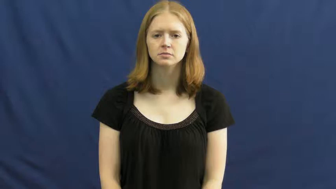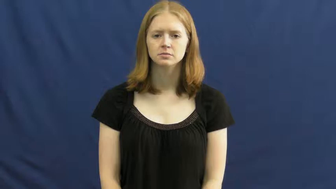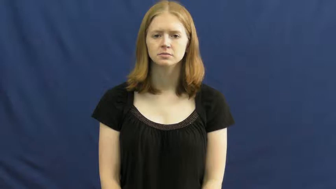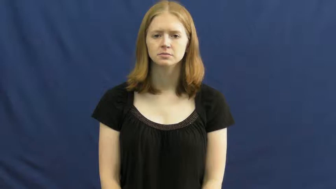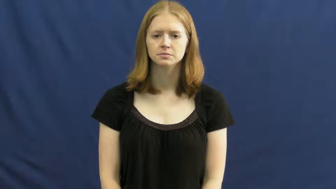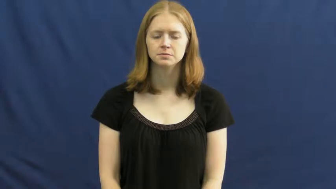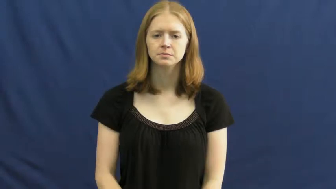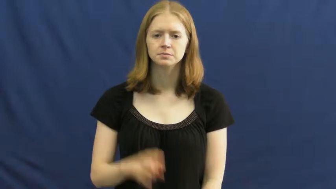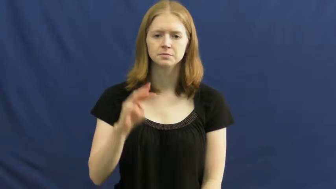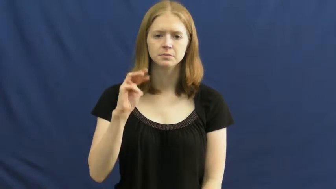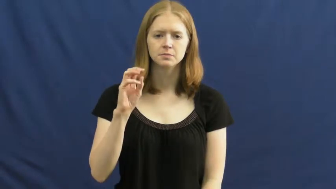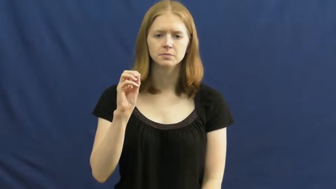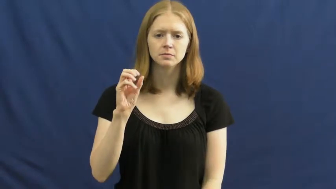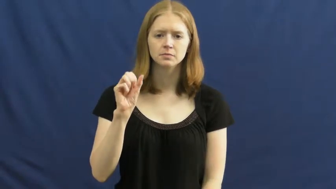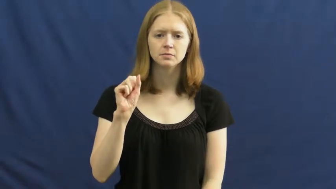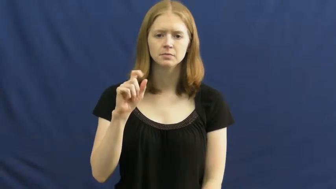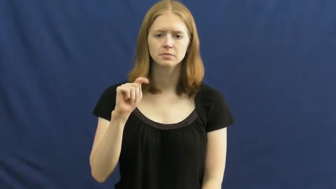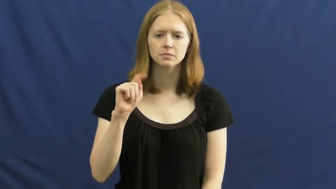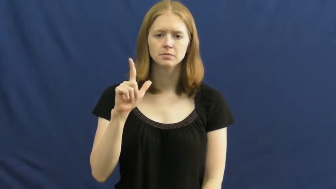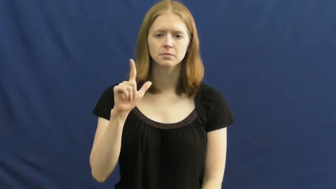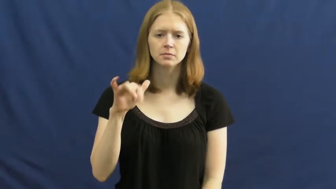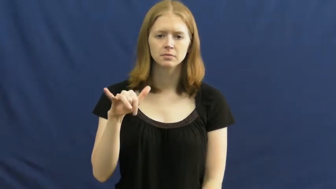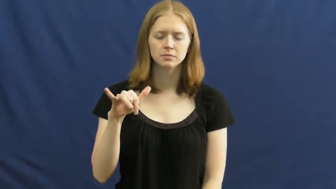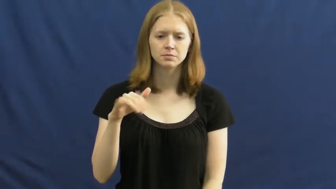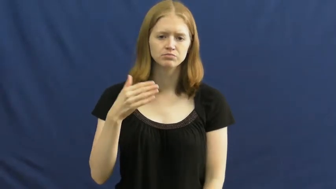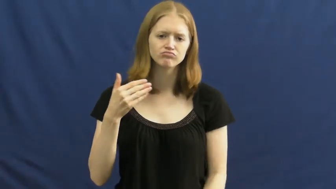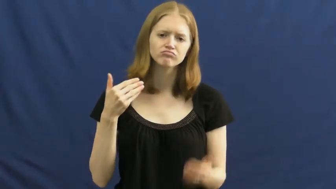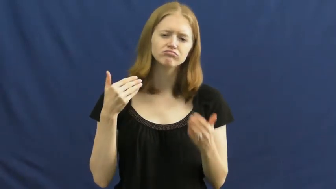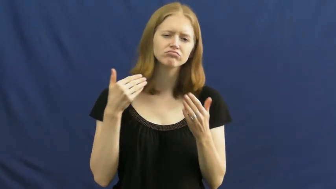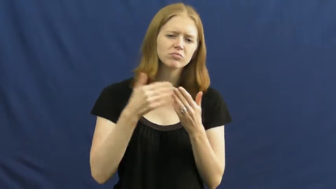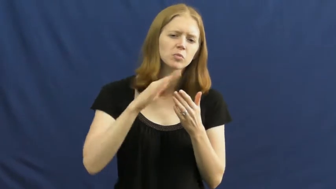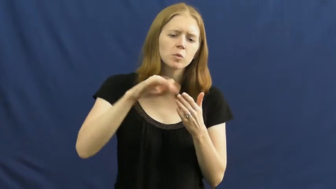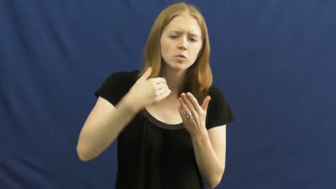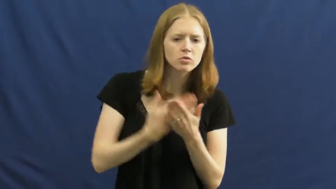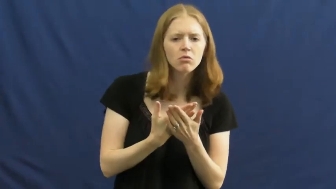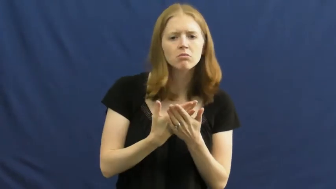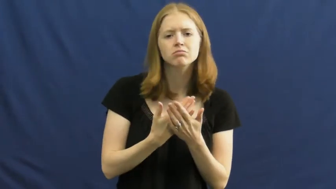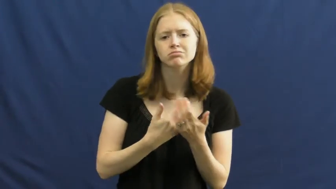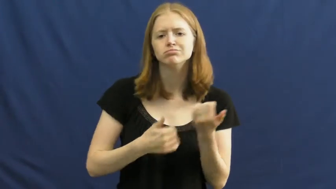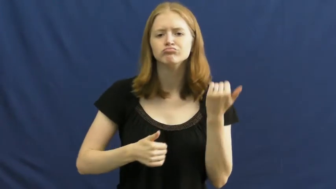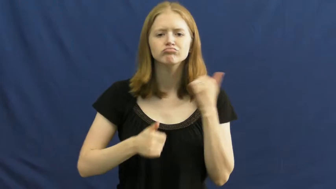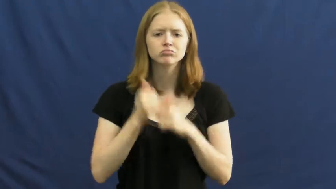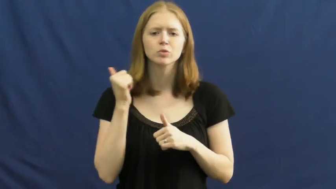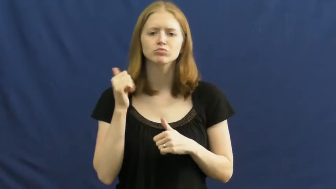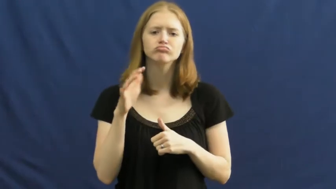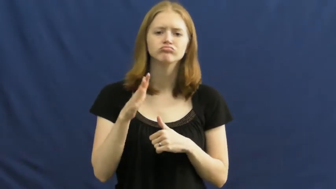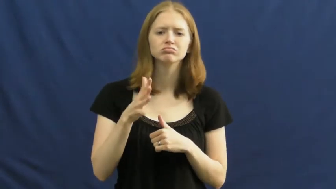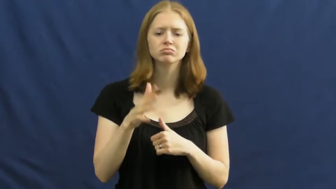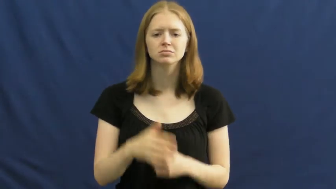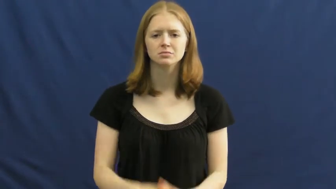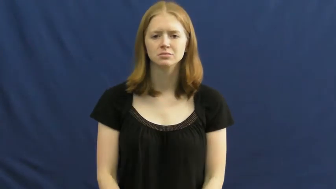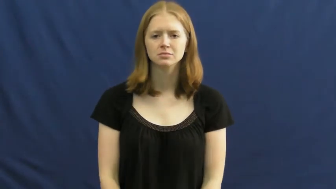mostly